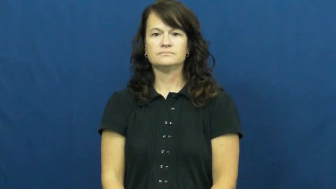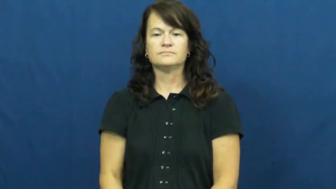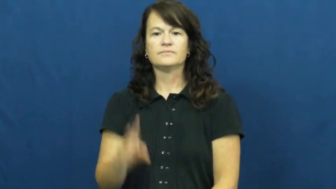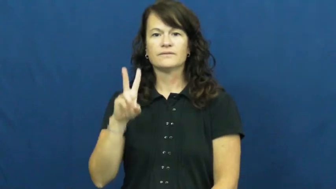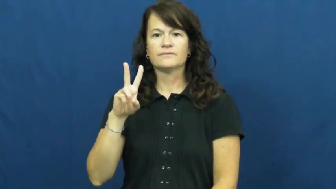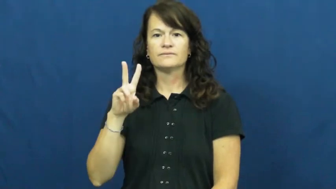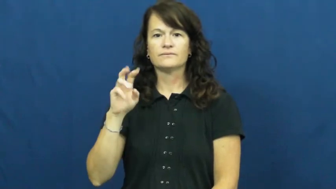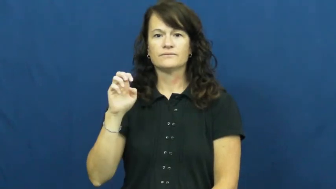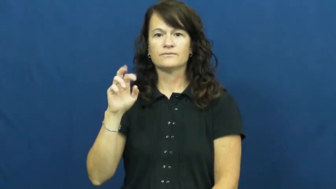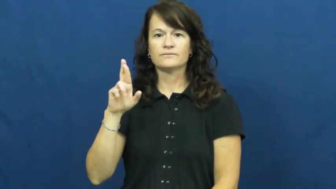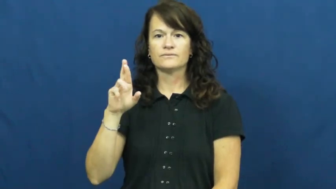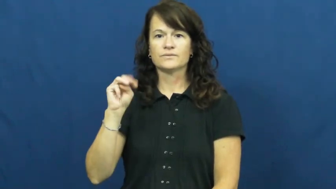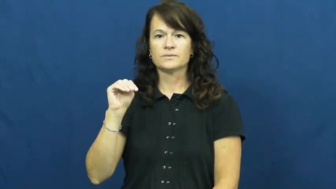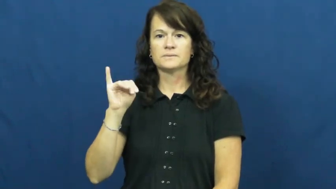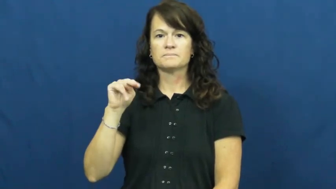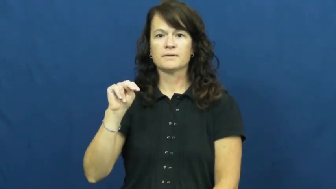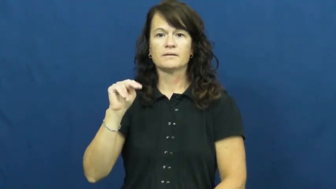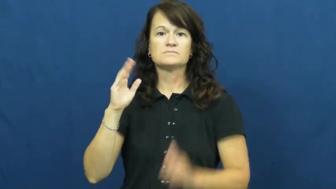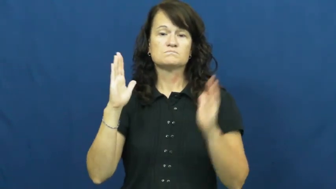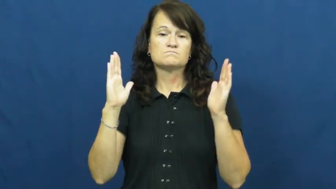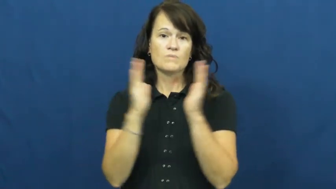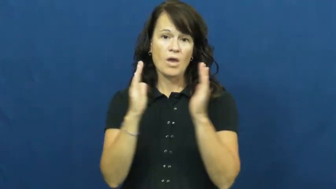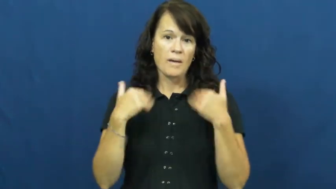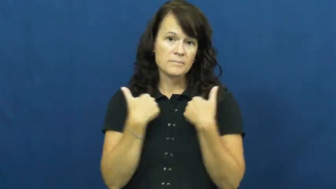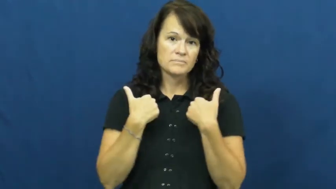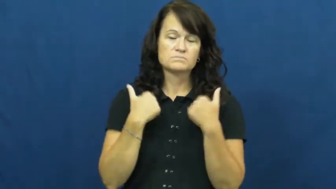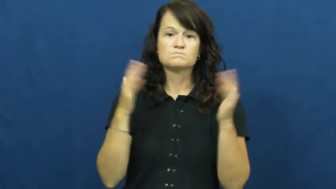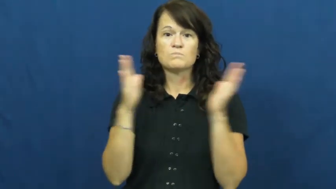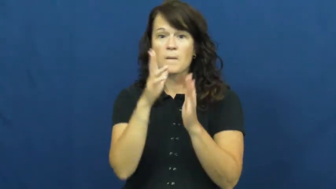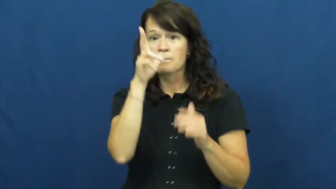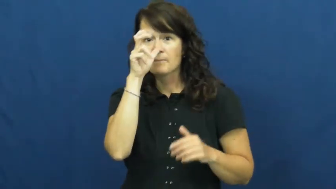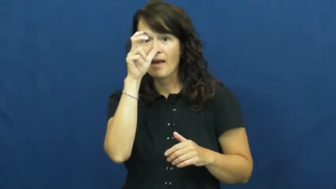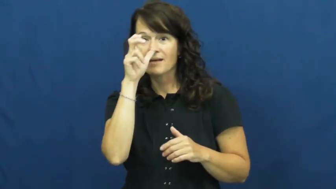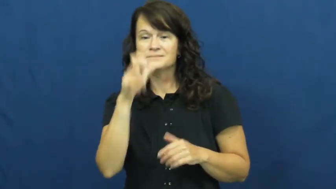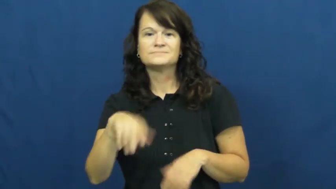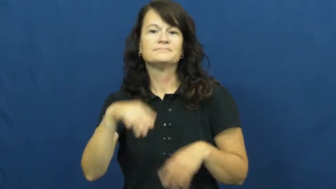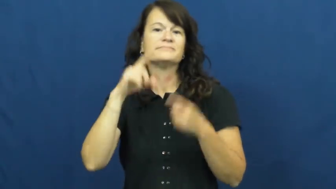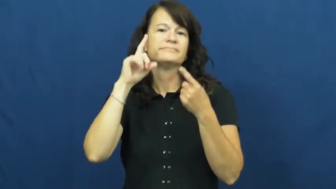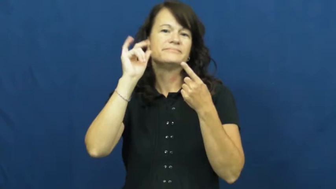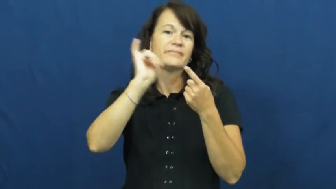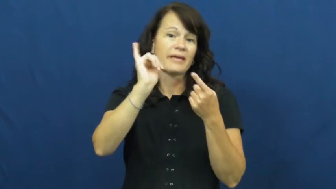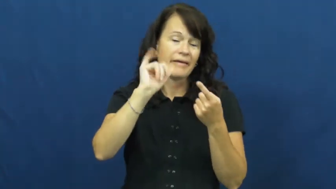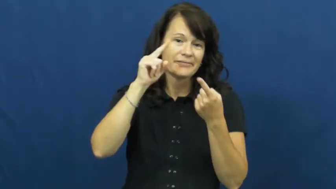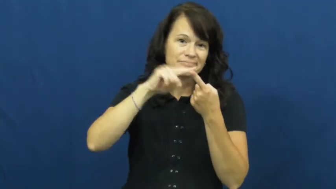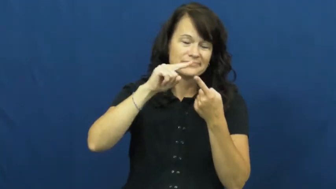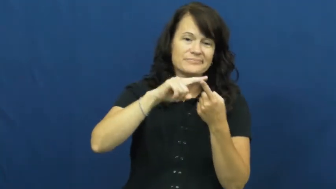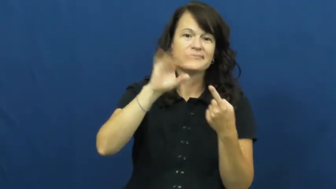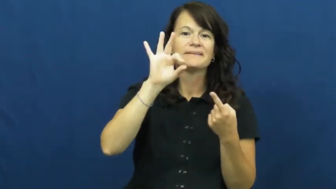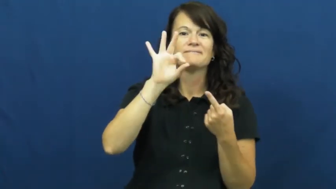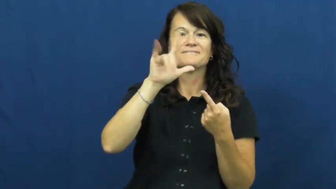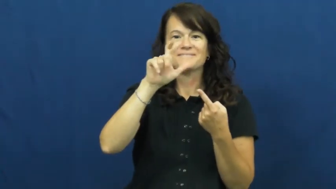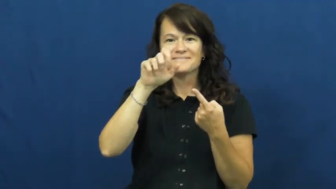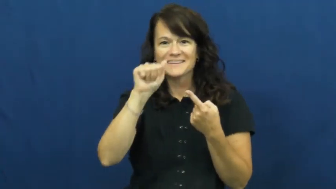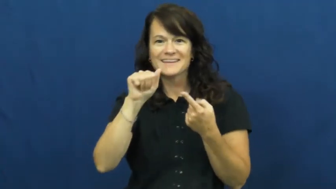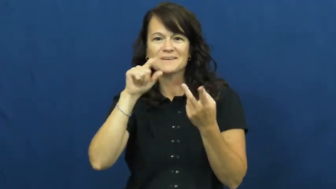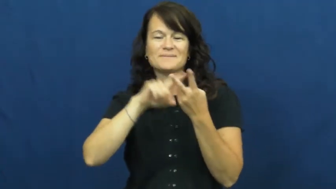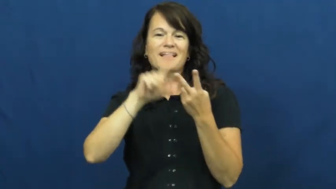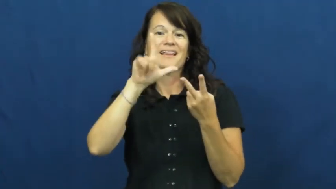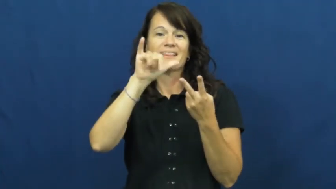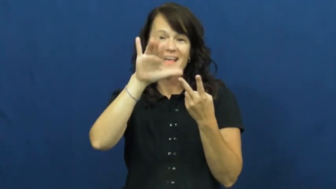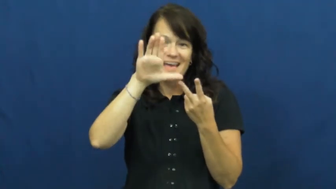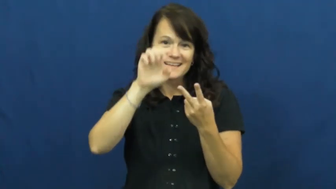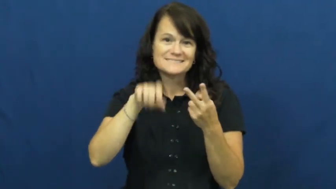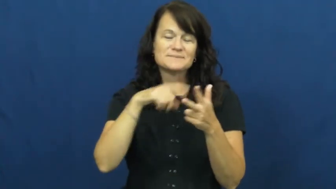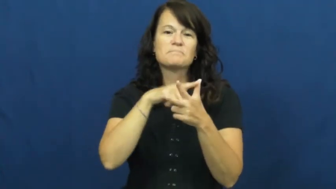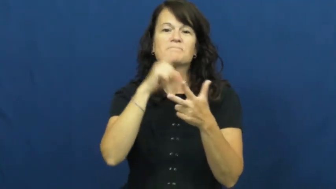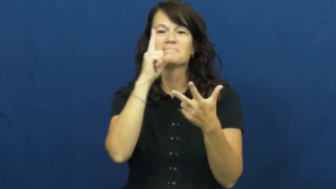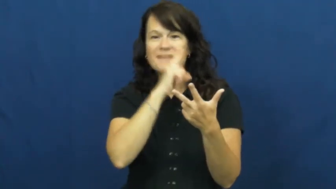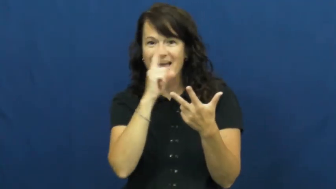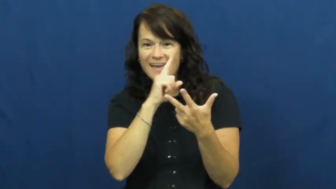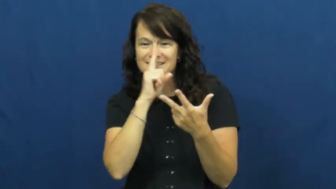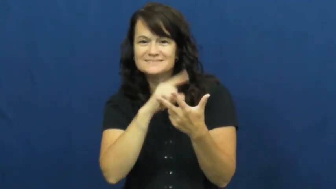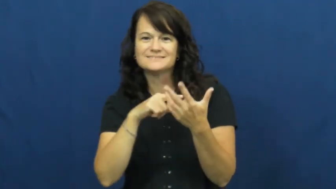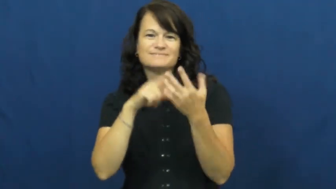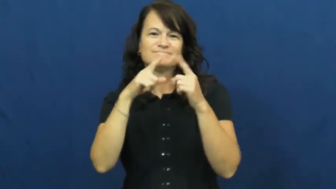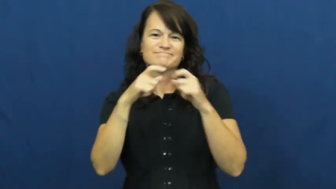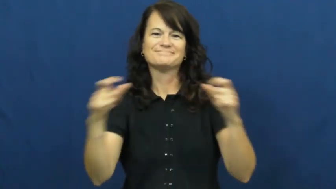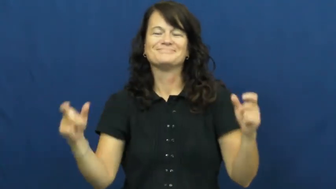vermin